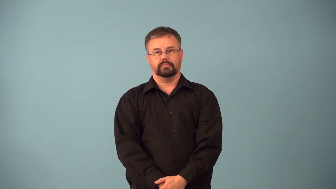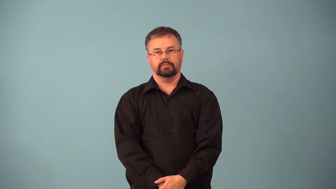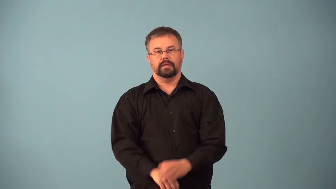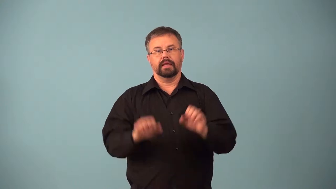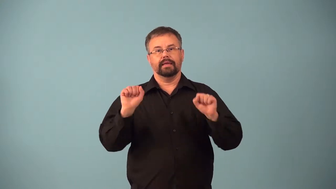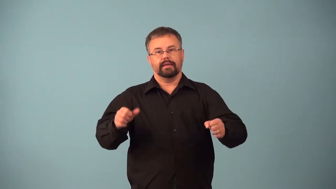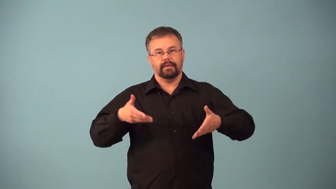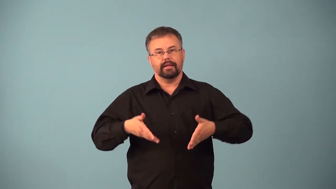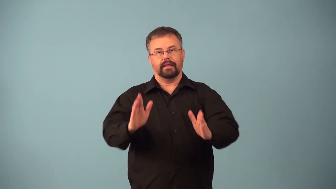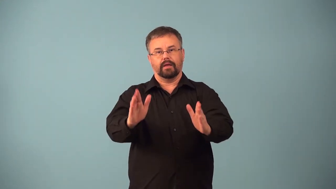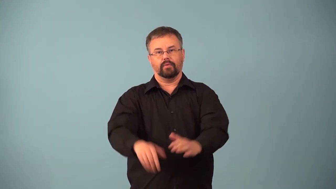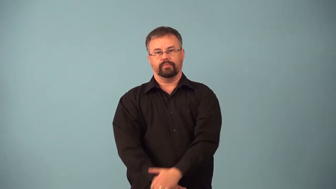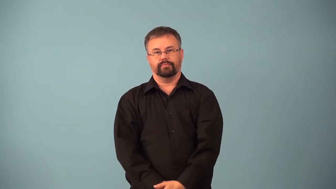allowable